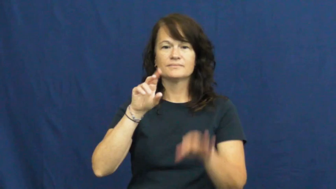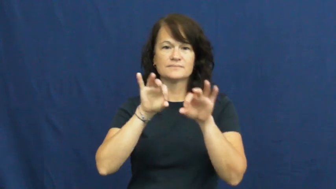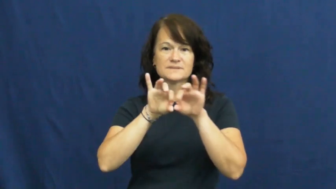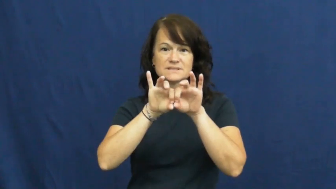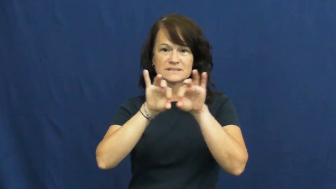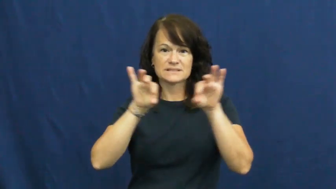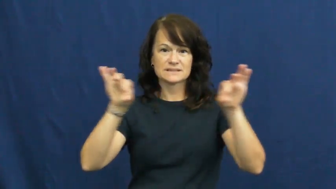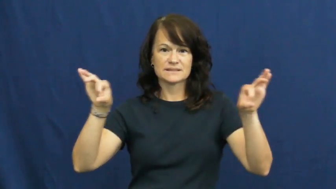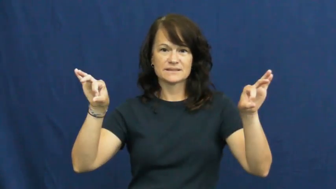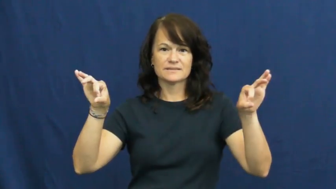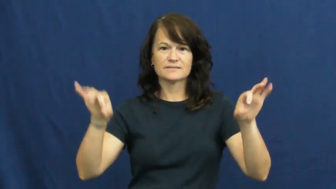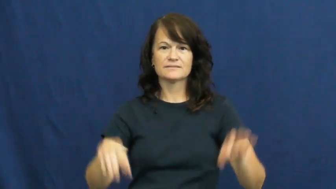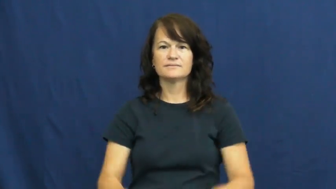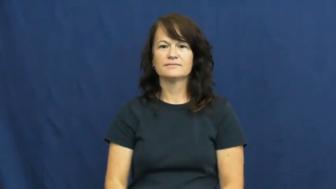stick,poker,faggot